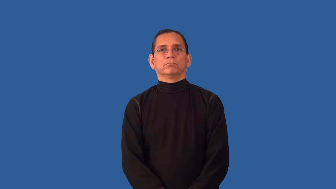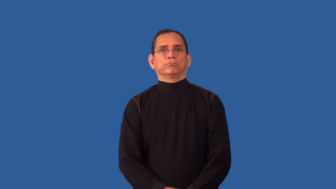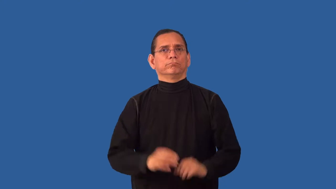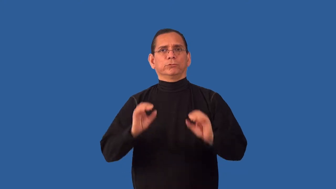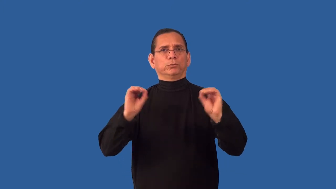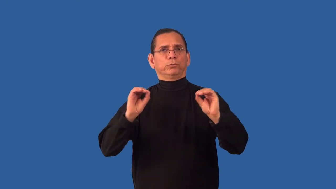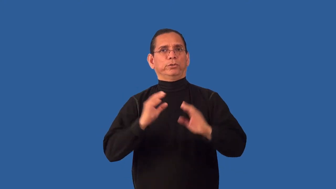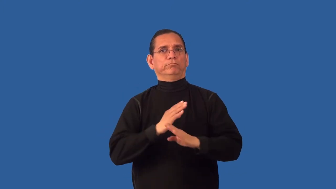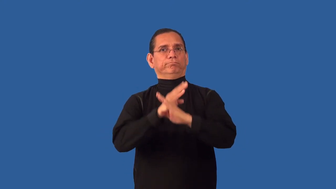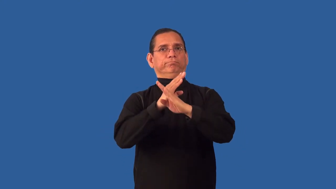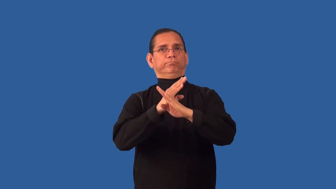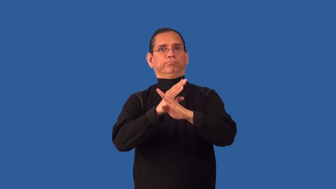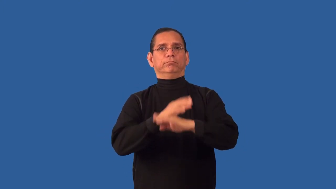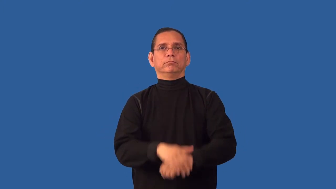unblocked,unclogged,clear,unhindered,unimpeded,unhampered,unstopped